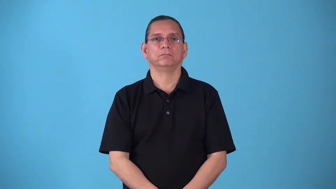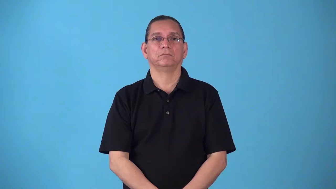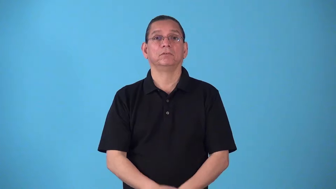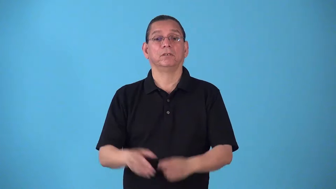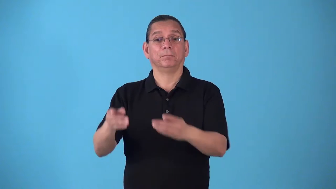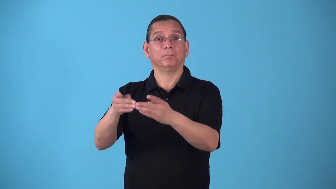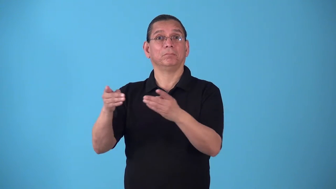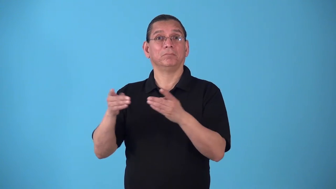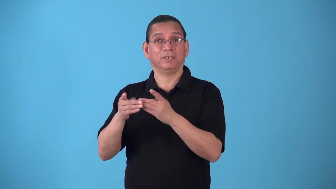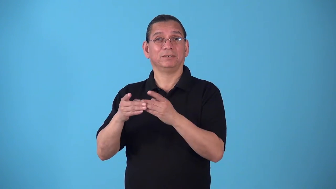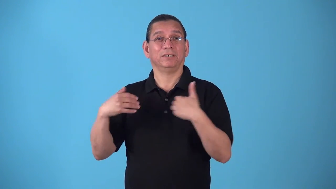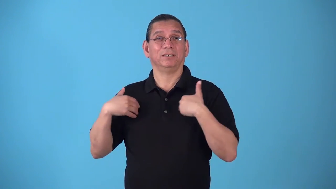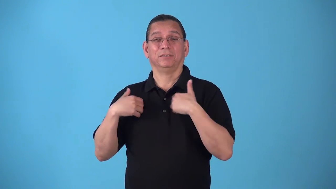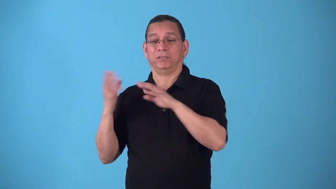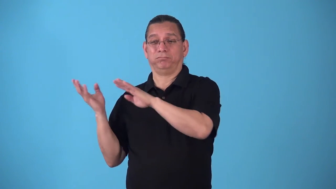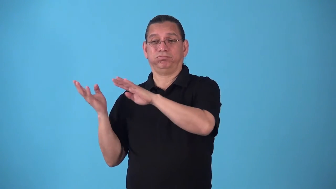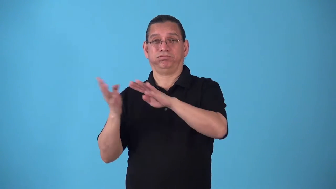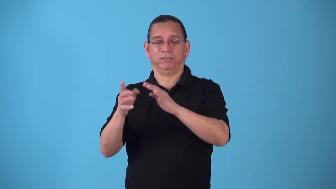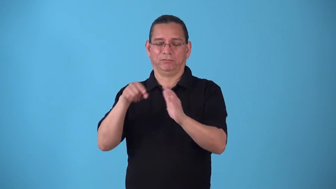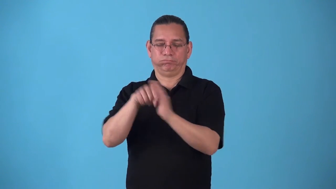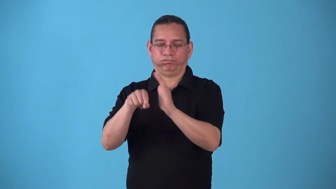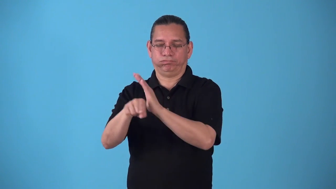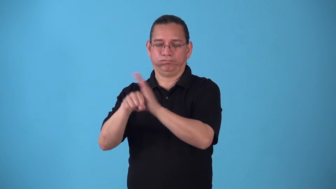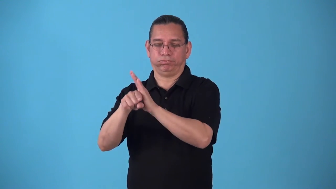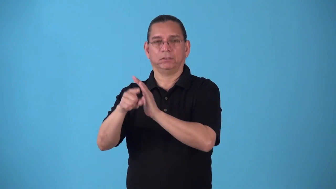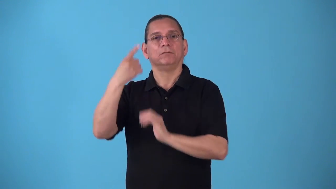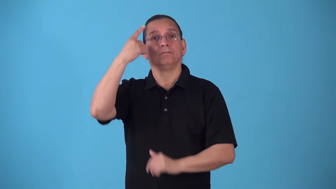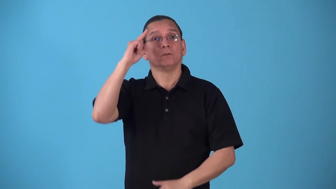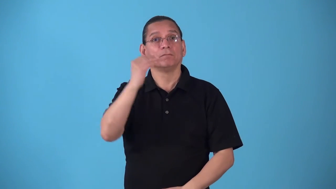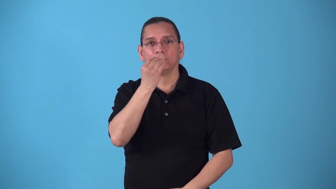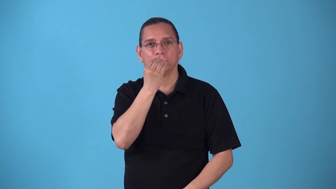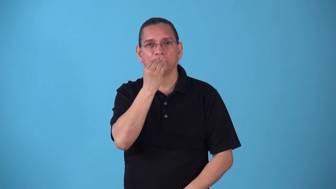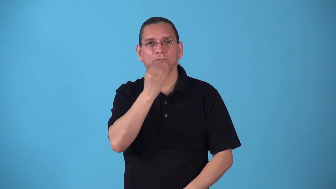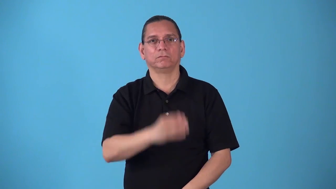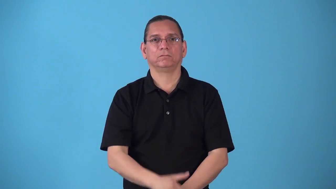slaughterhouse,packinghouse,meatpacker